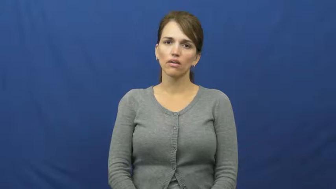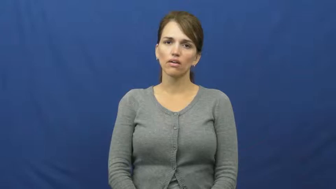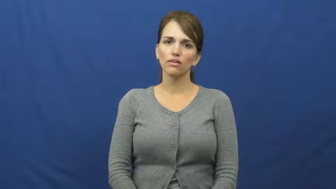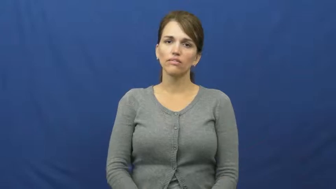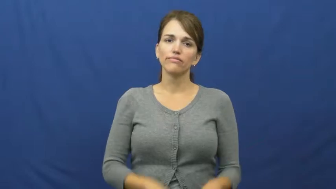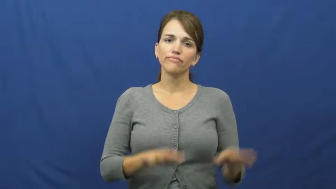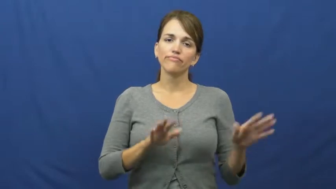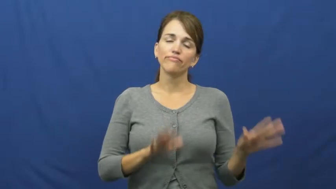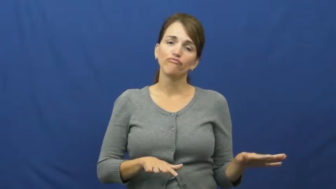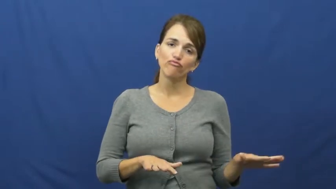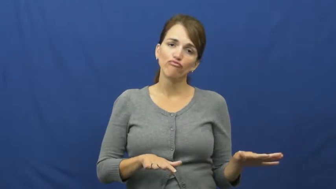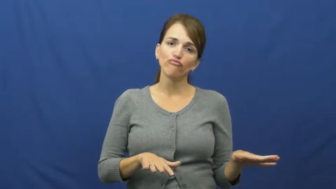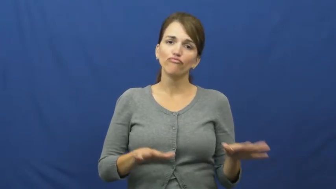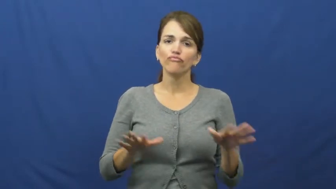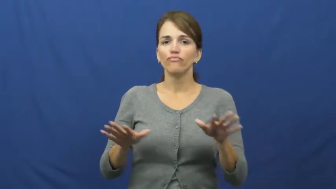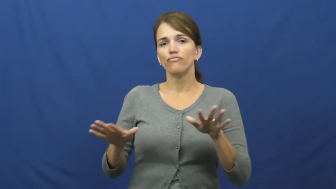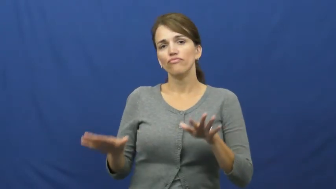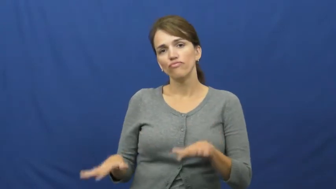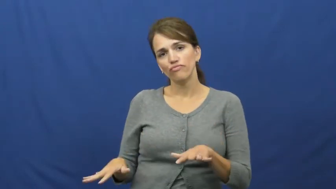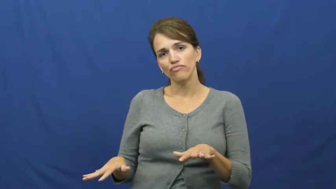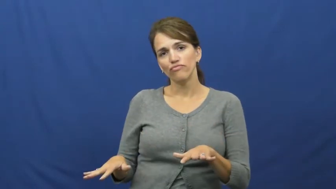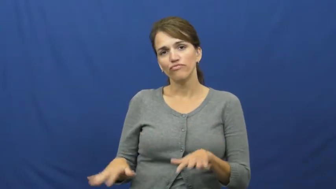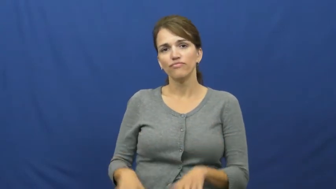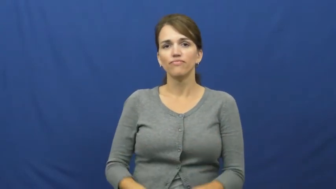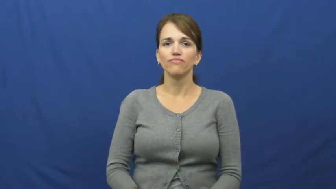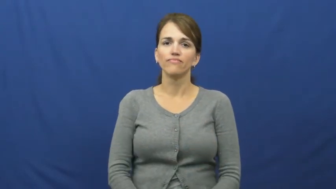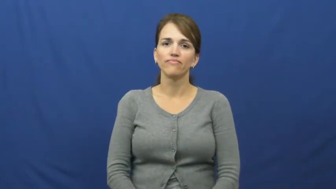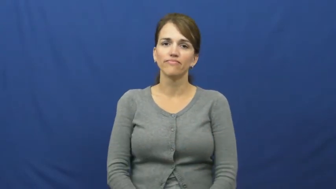putz around